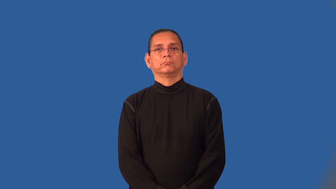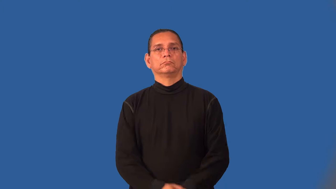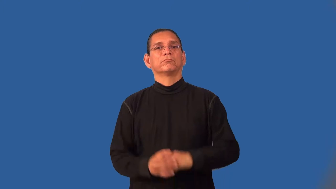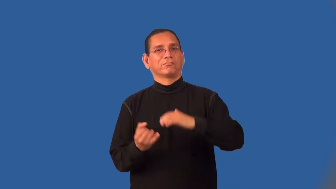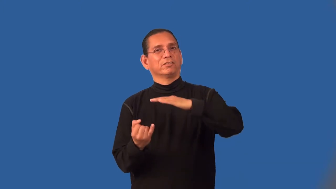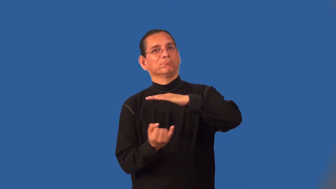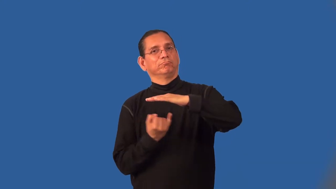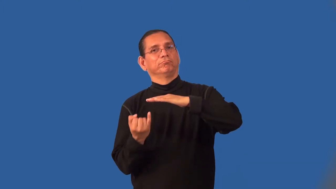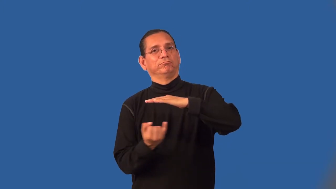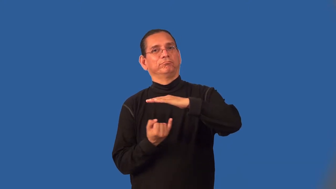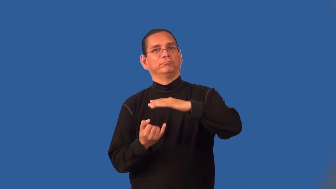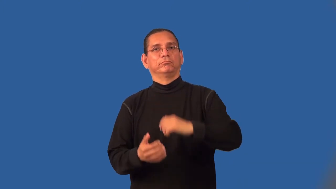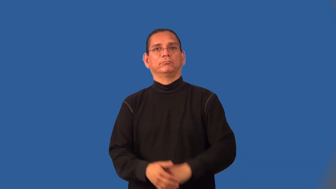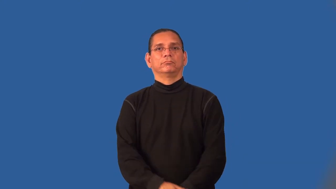insular